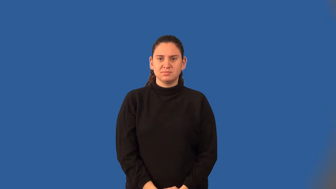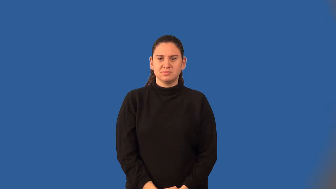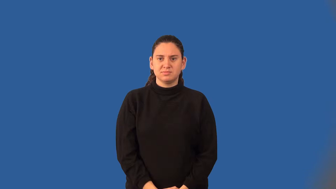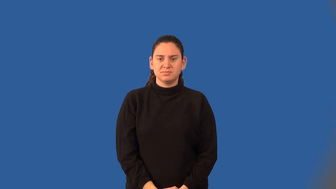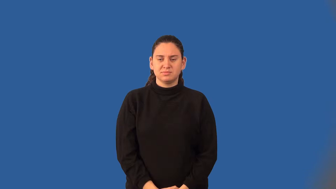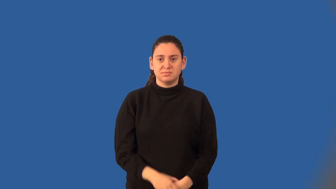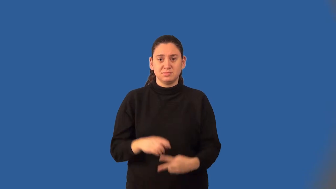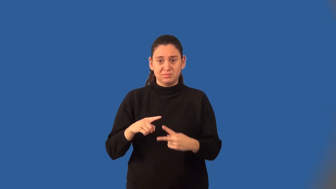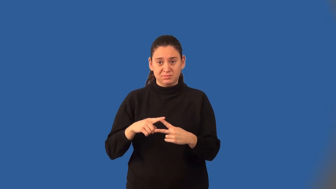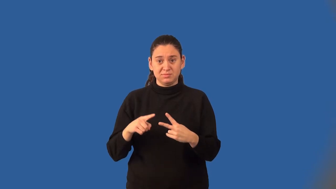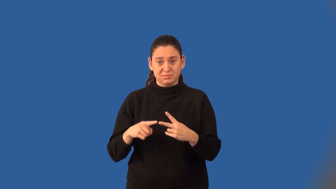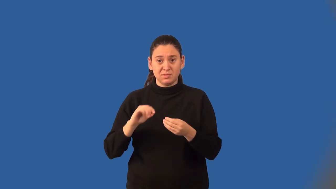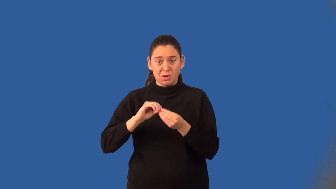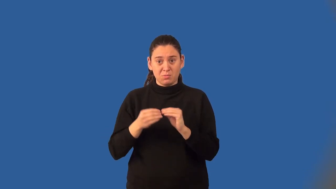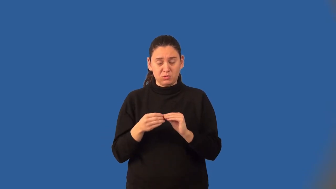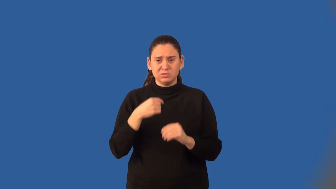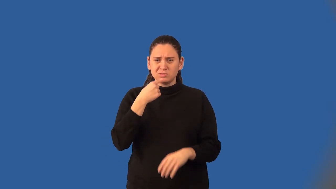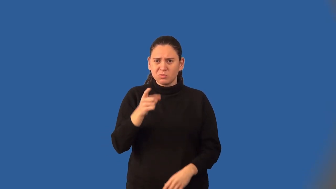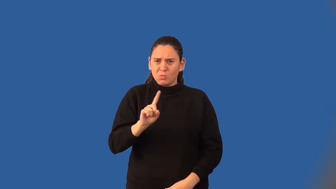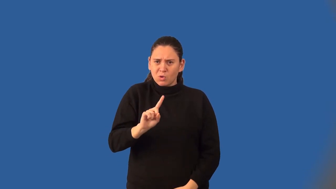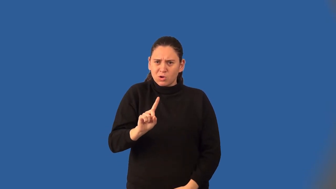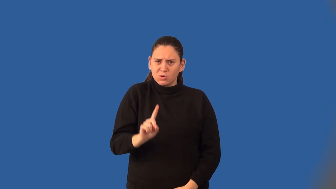coordinates